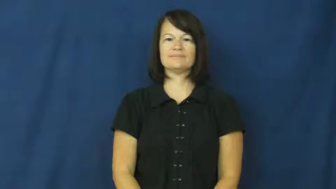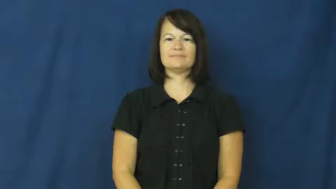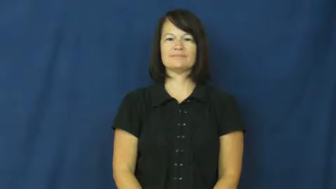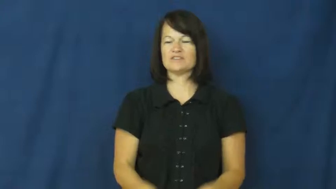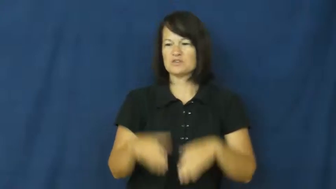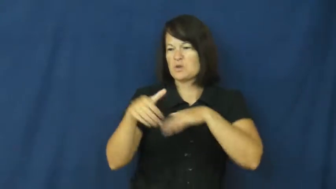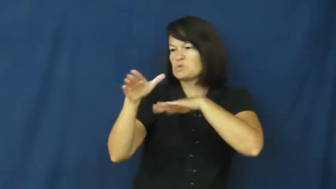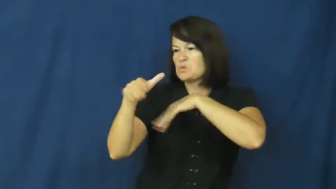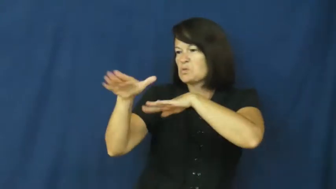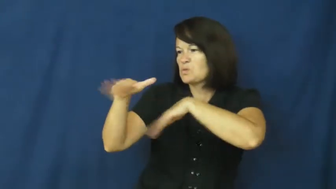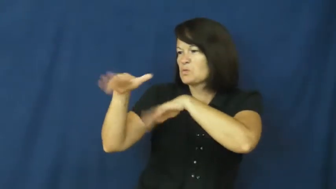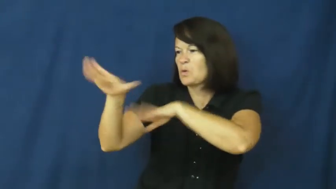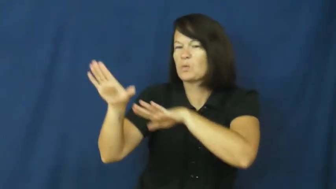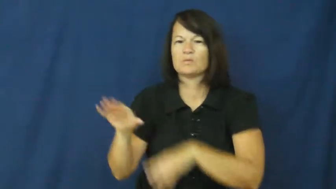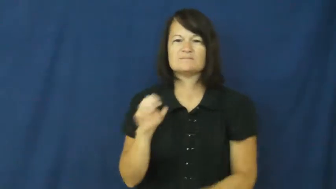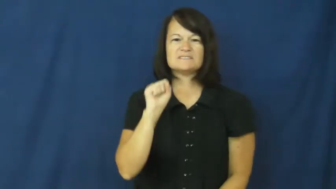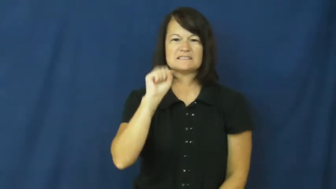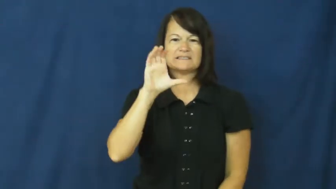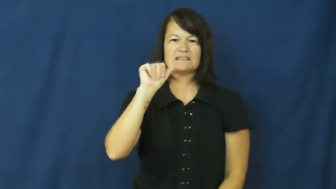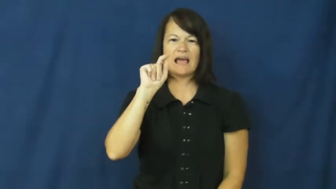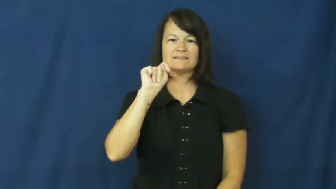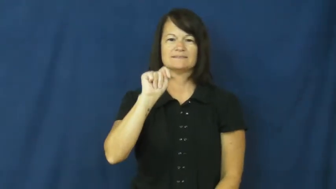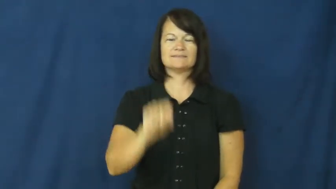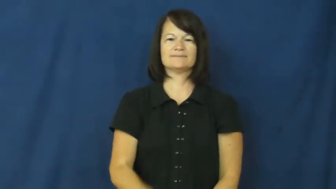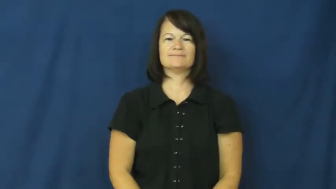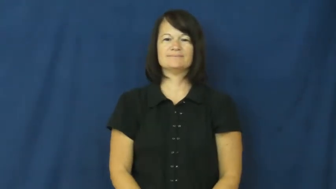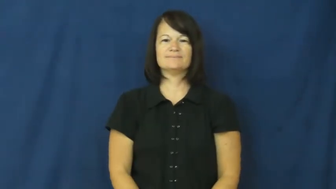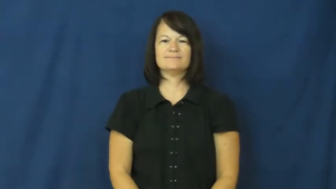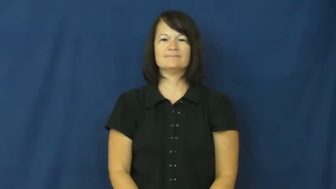scat-shoo